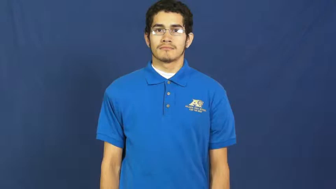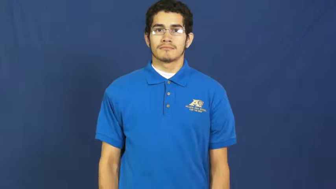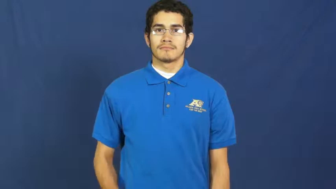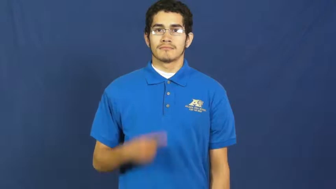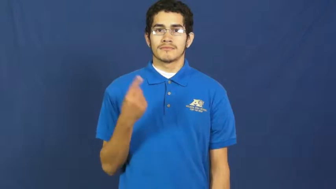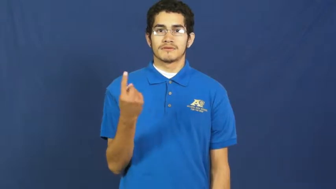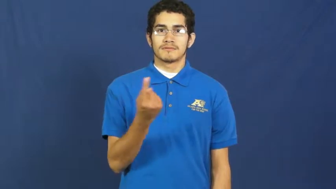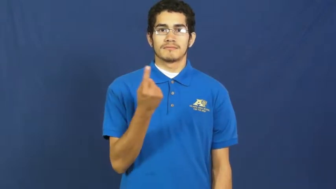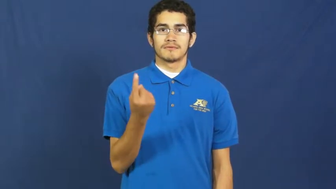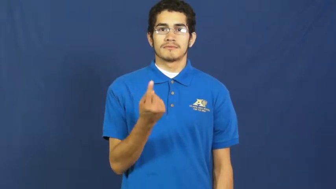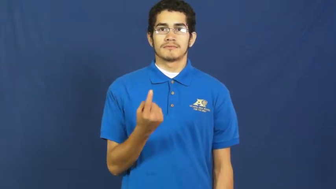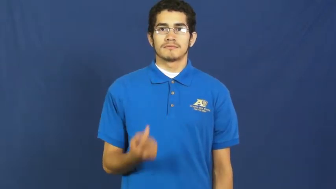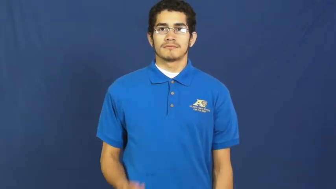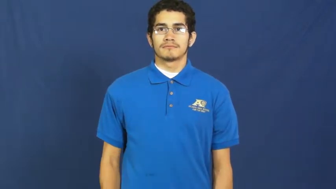someone